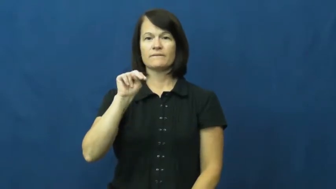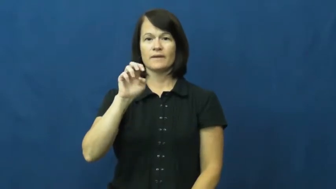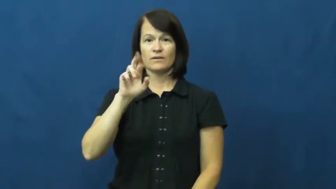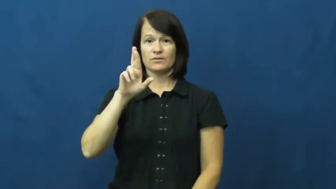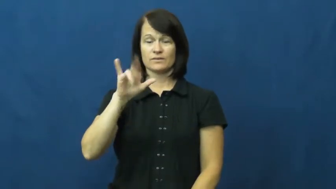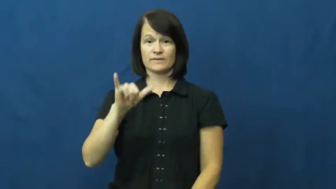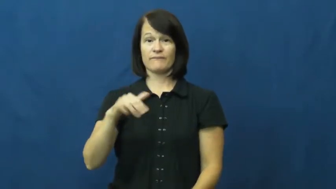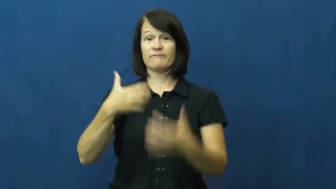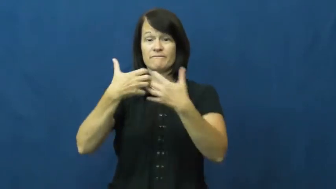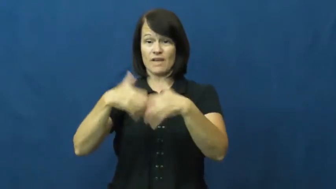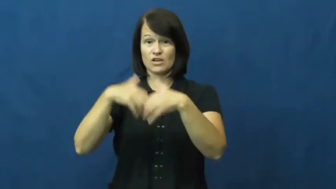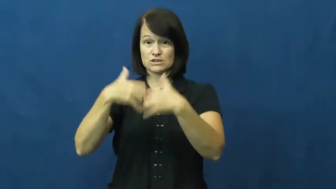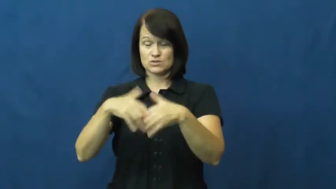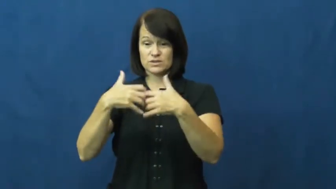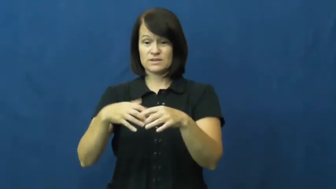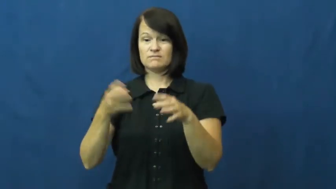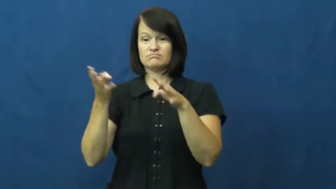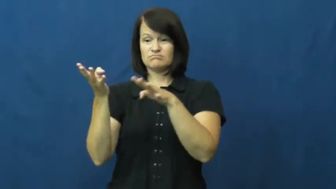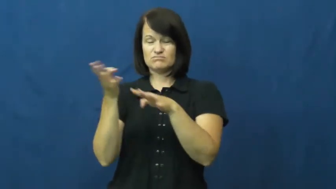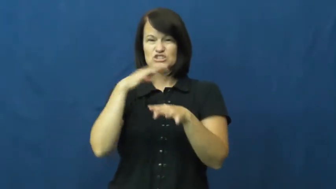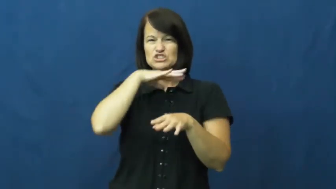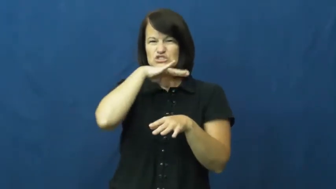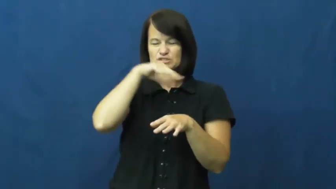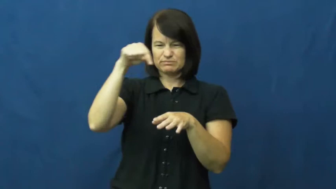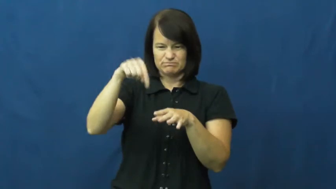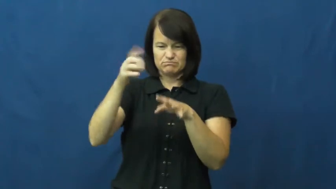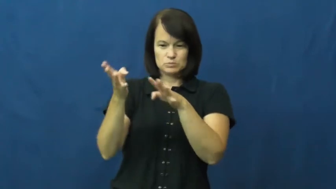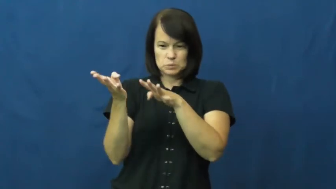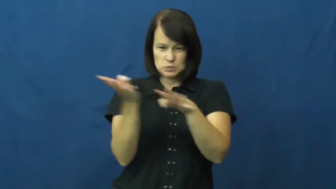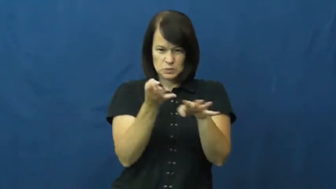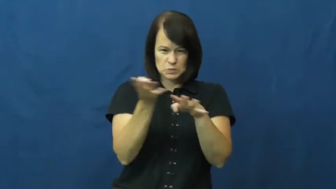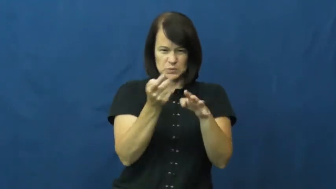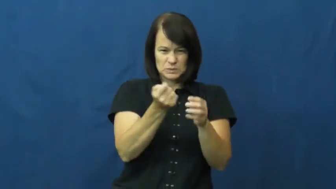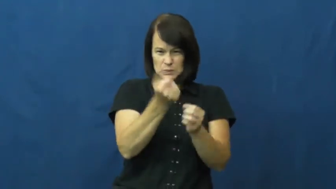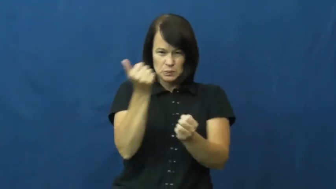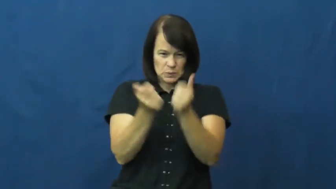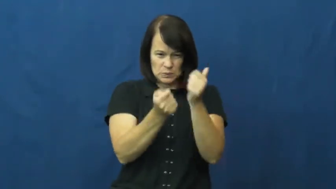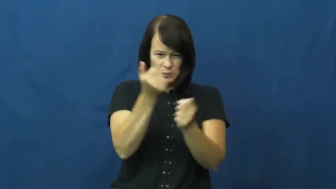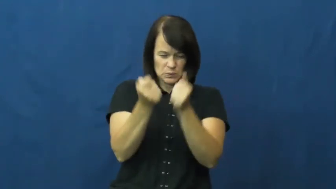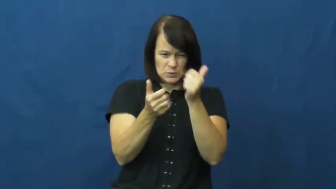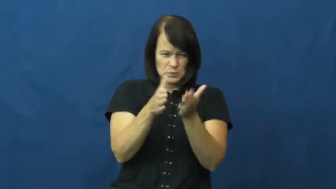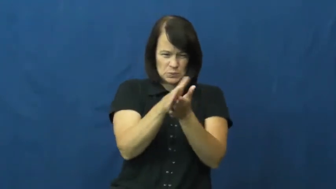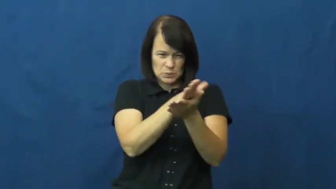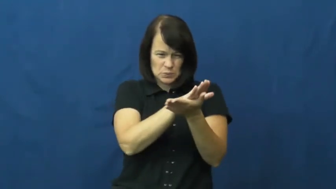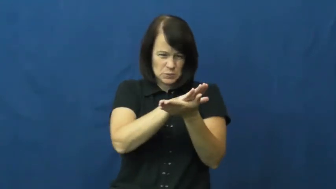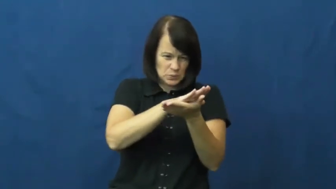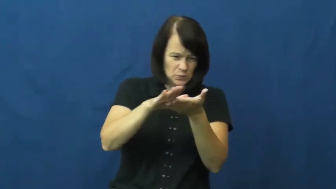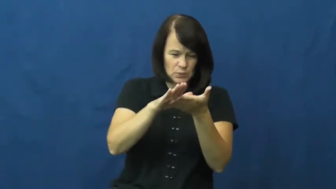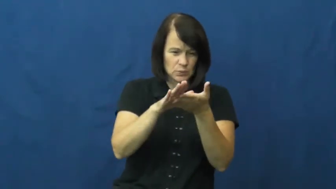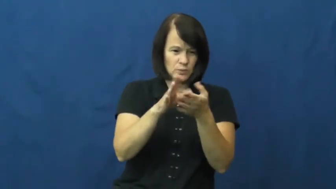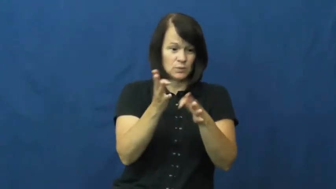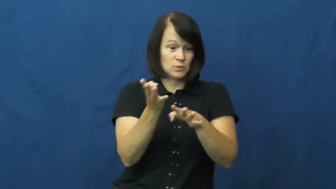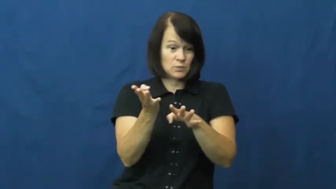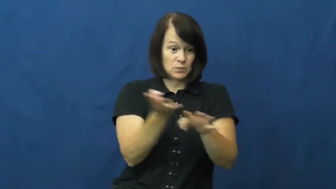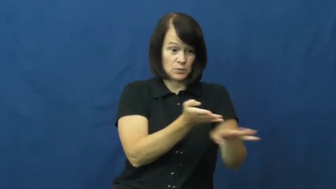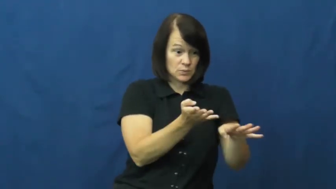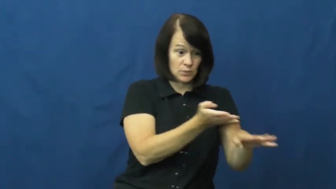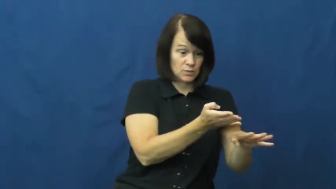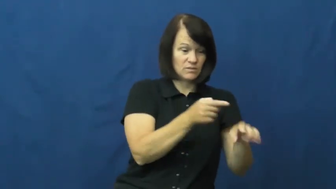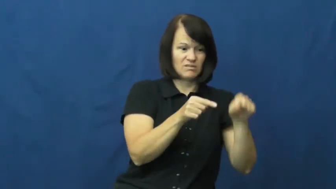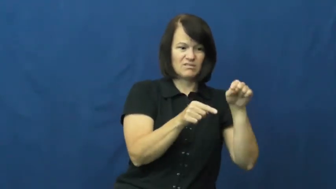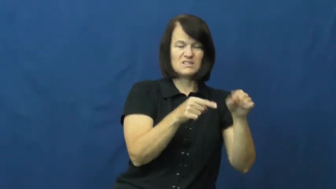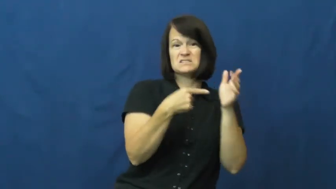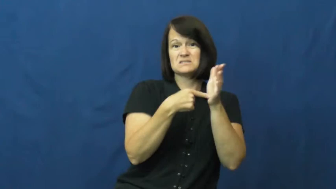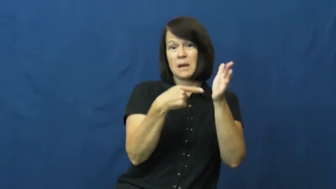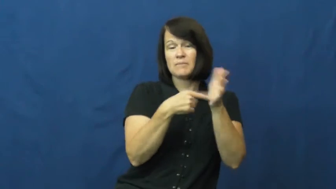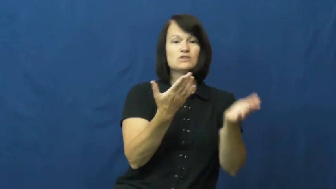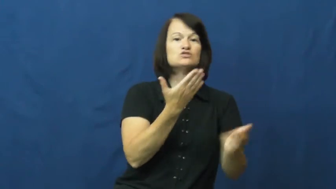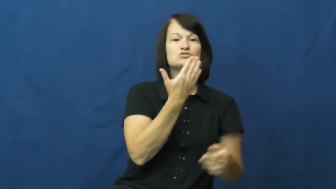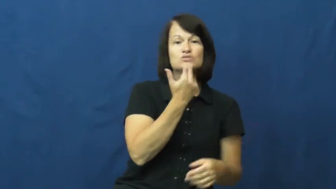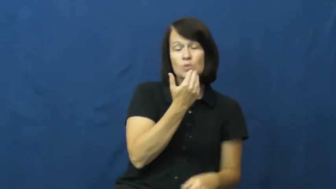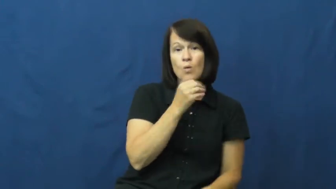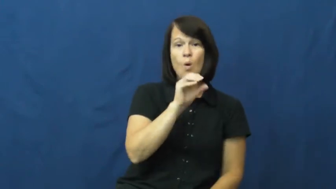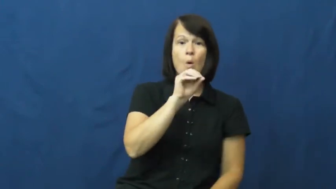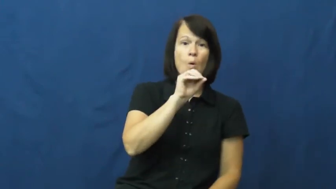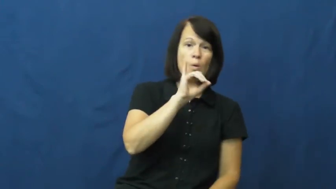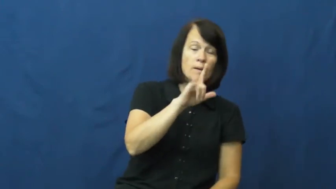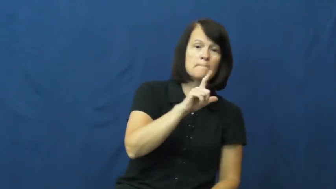refinery